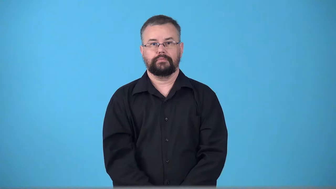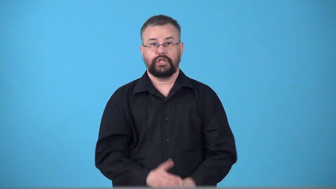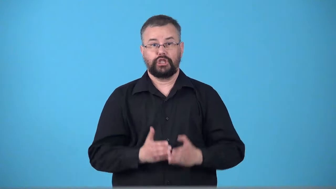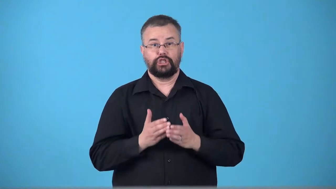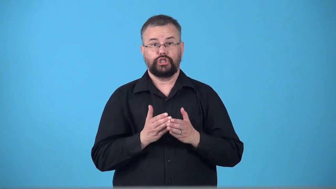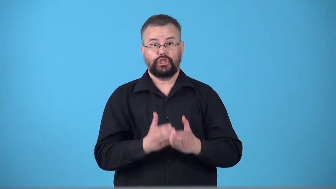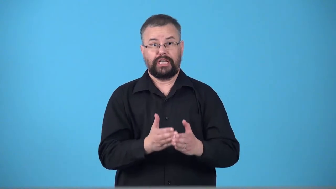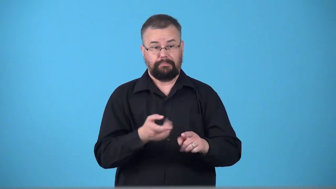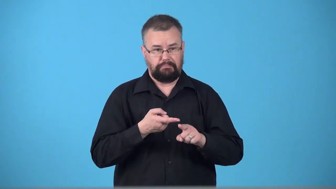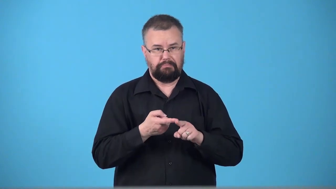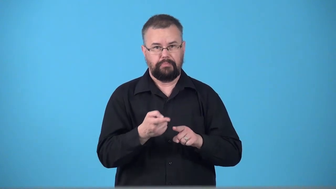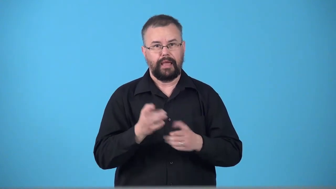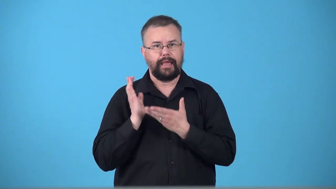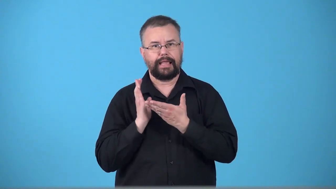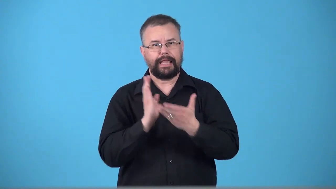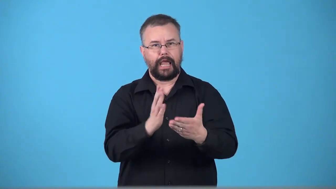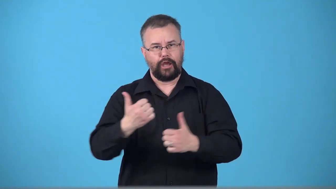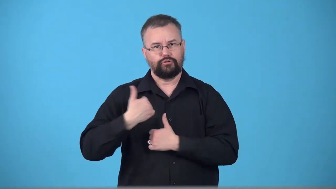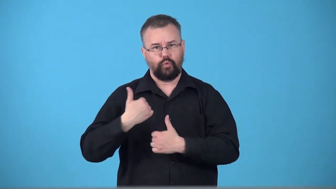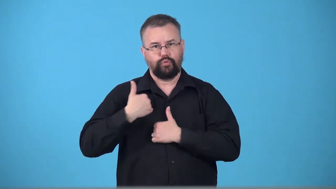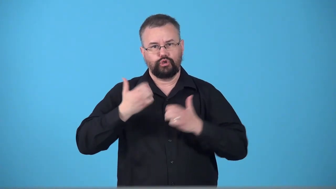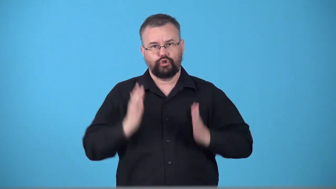troopship